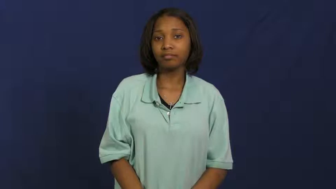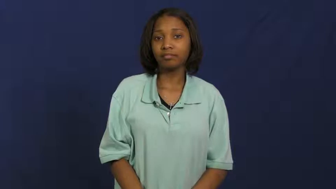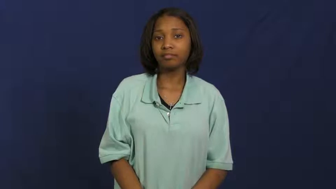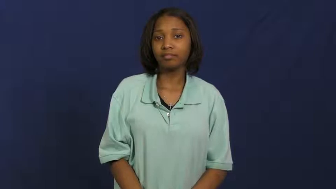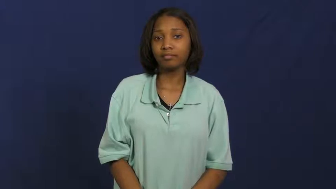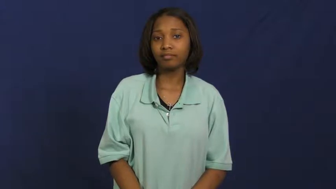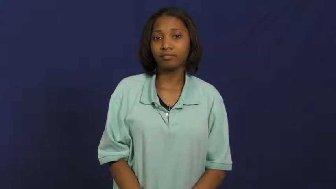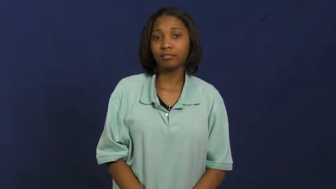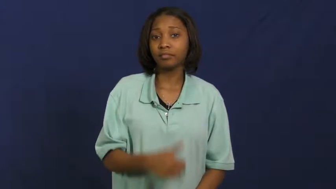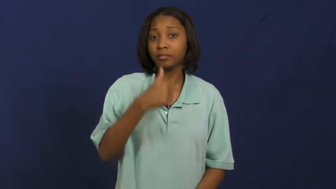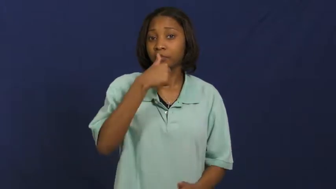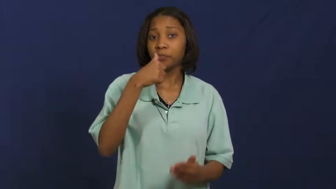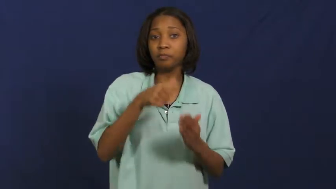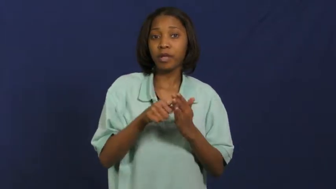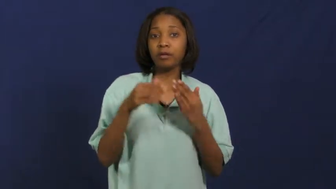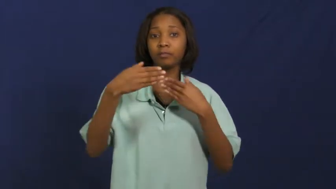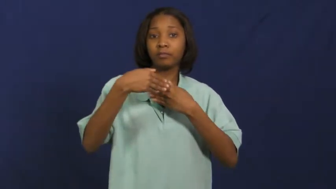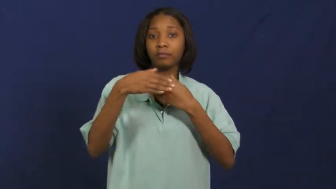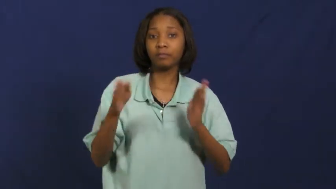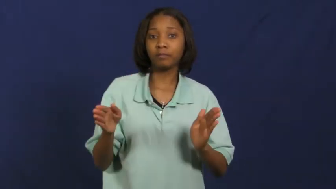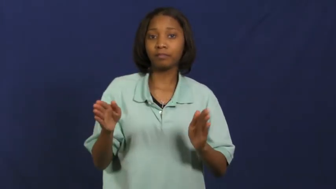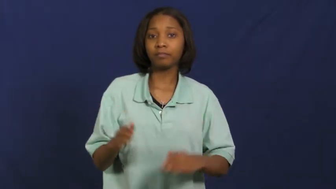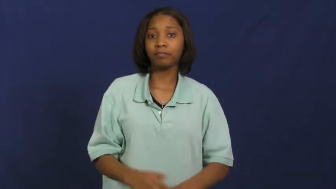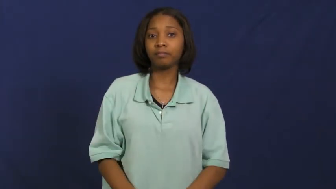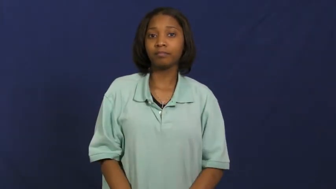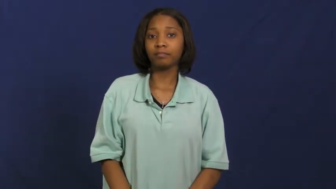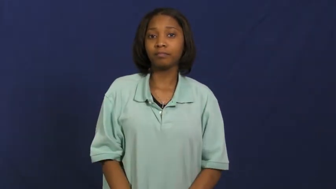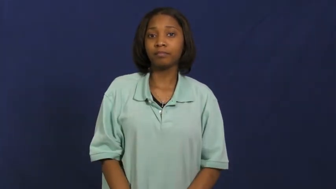mailbox,letterbox,postbox